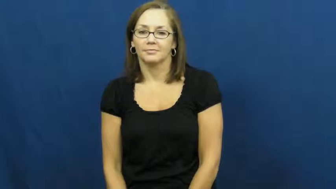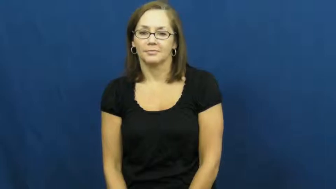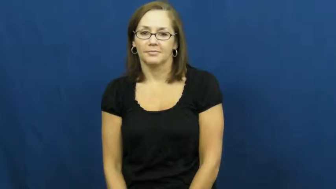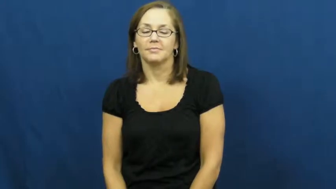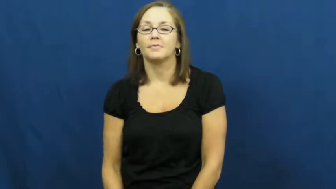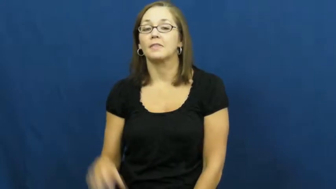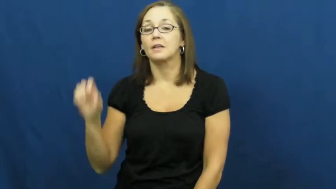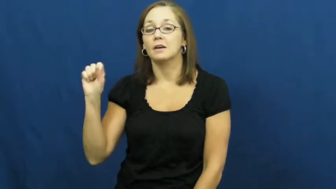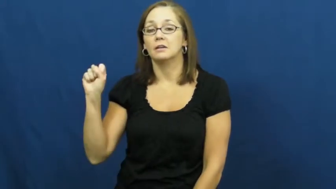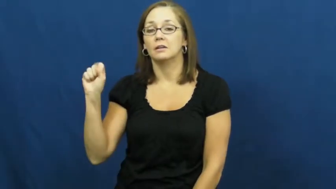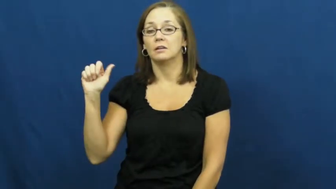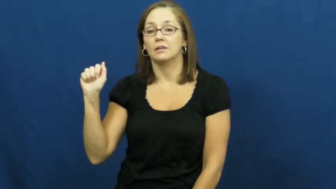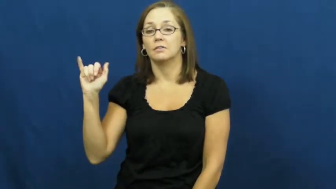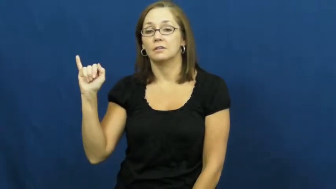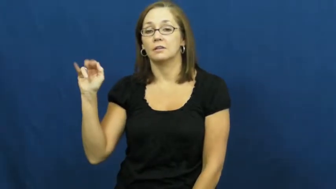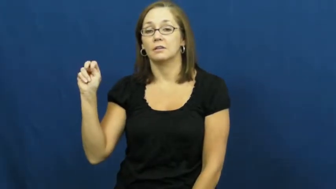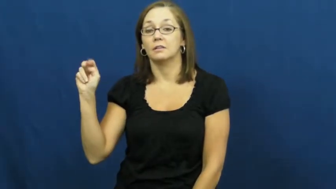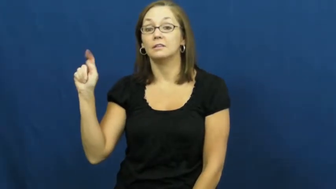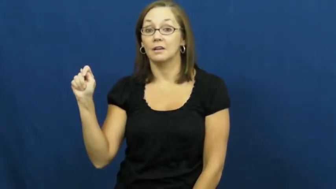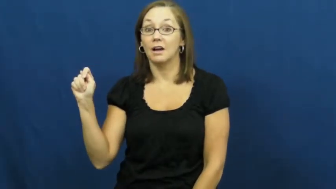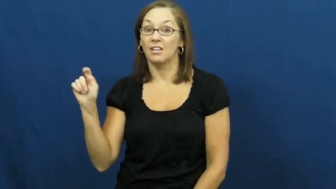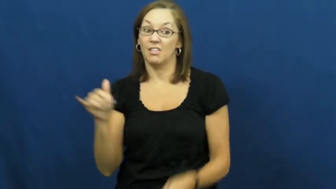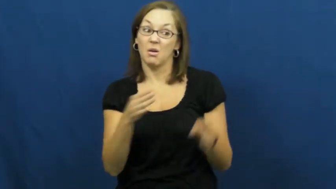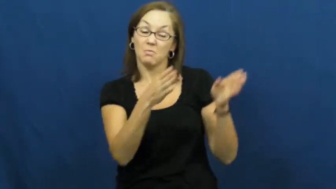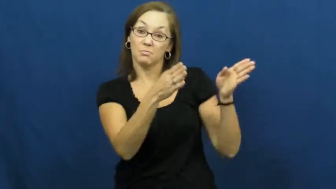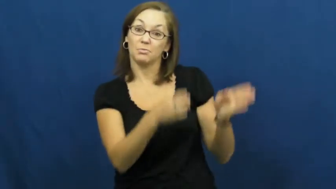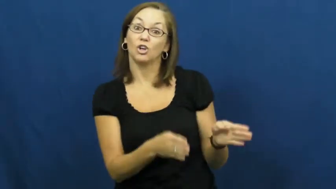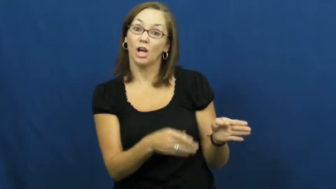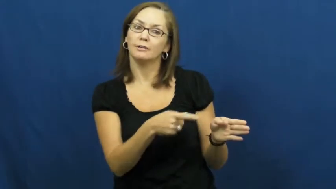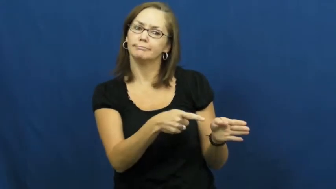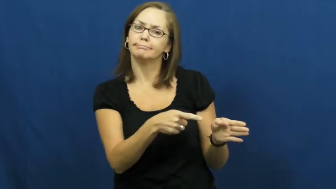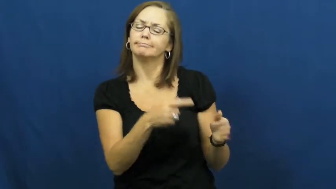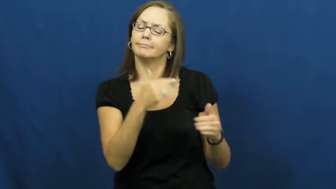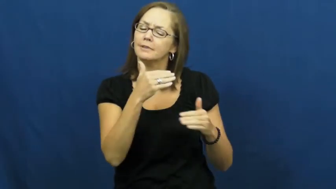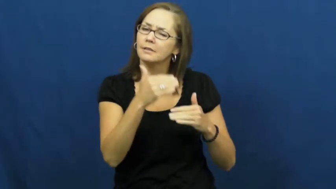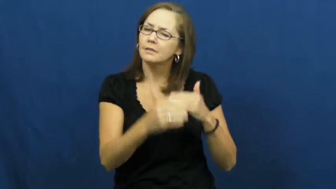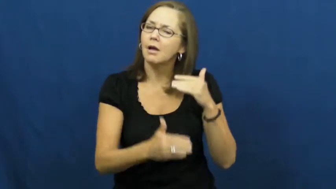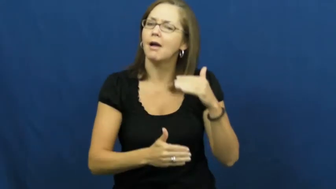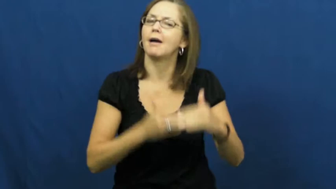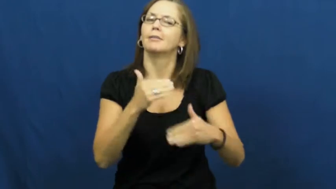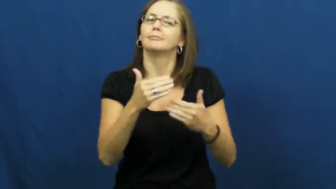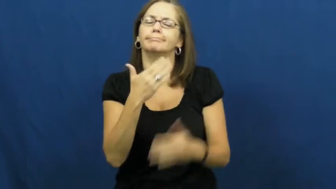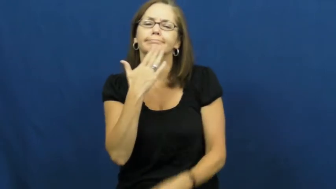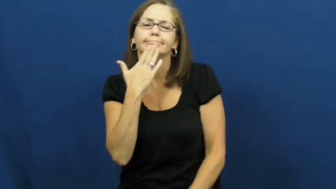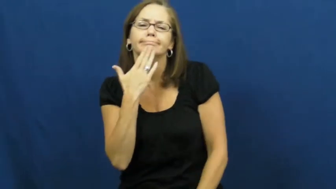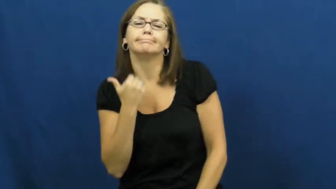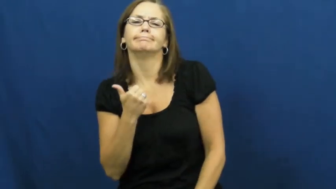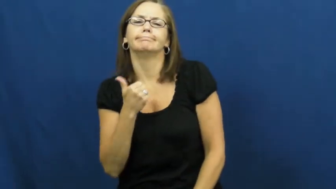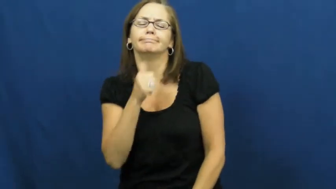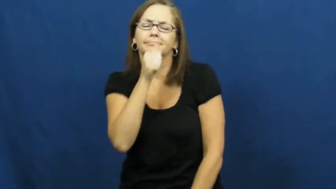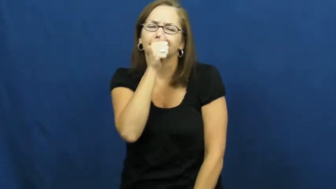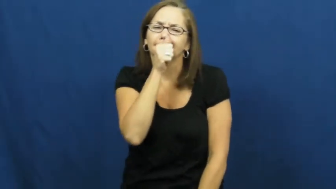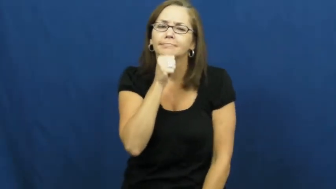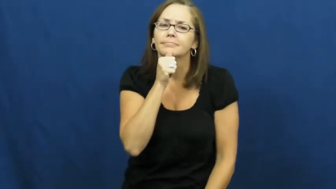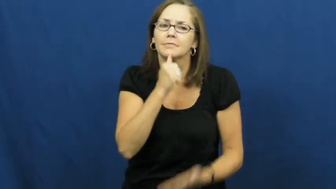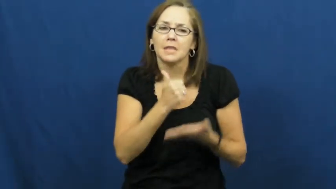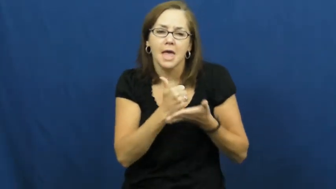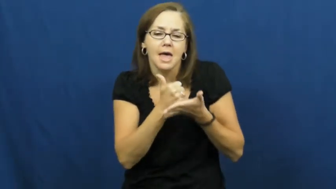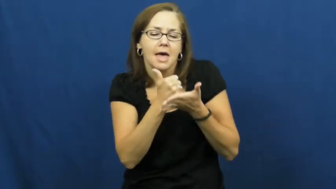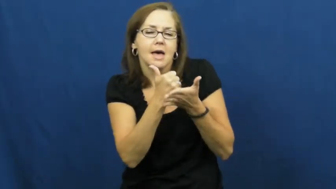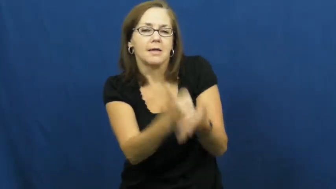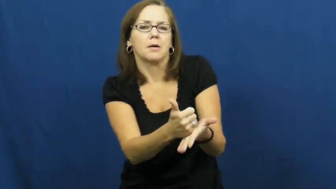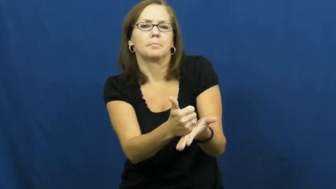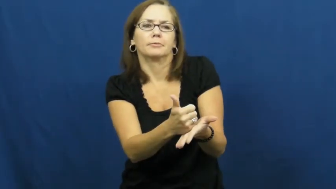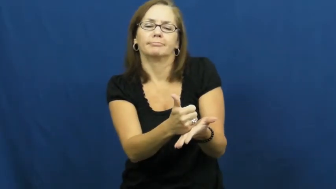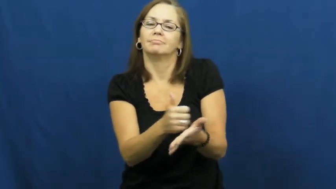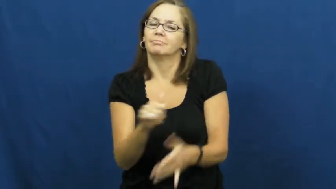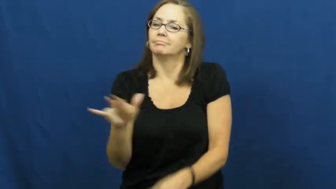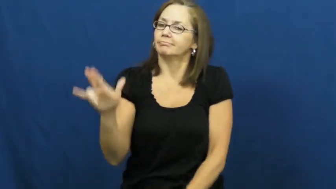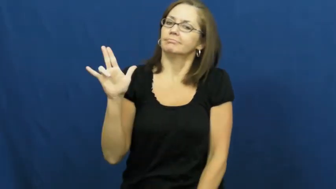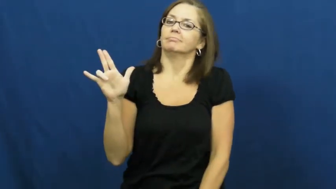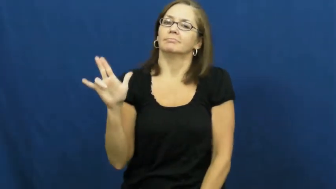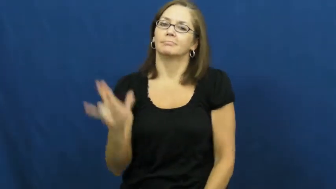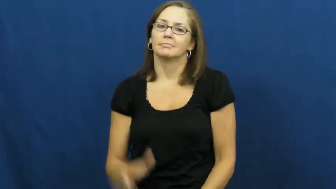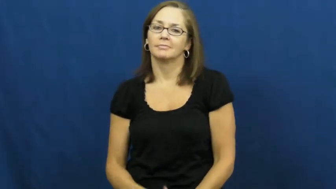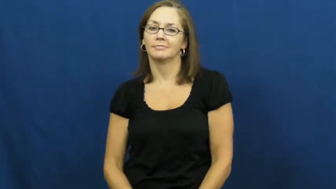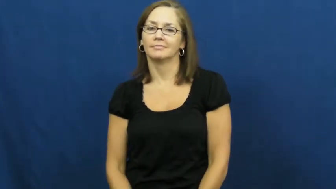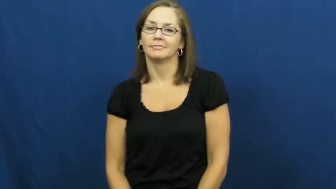saint